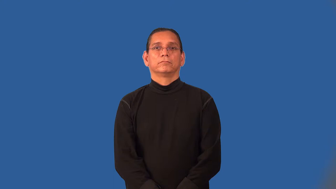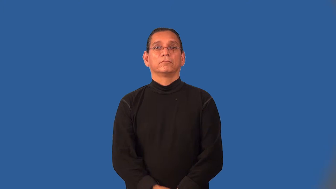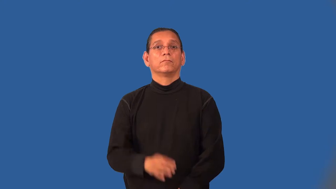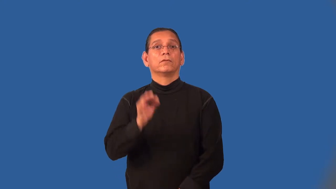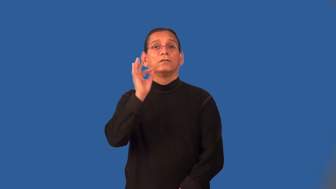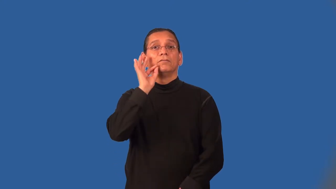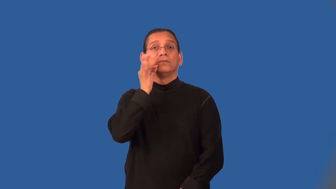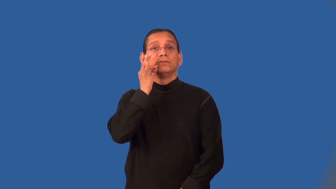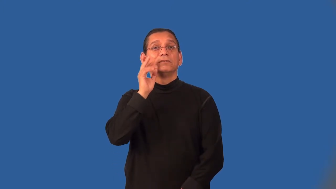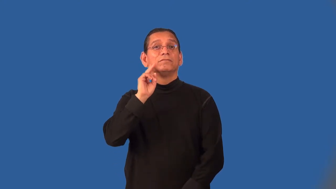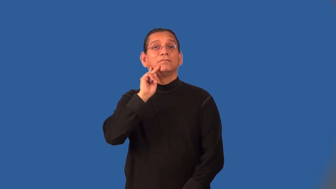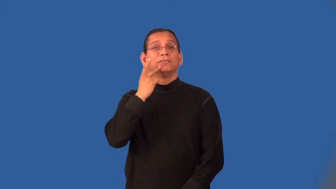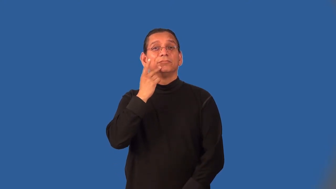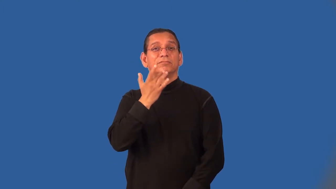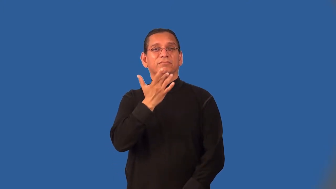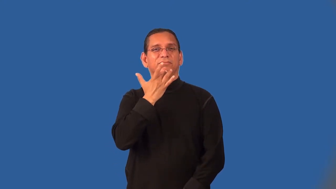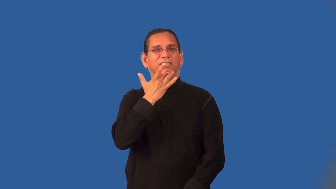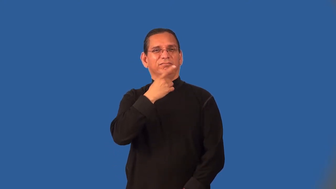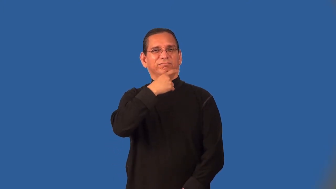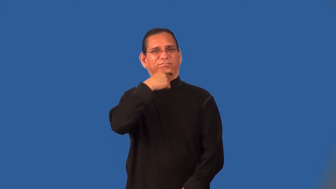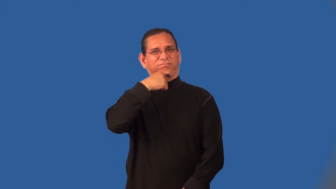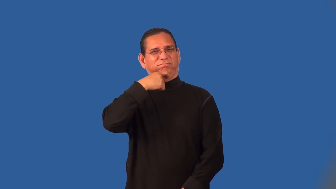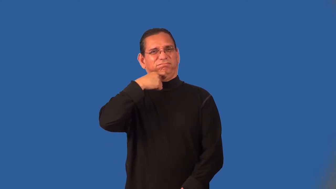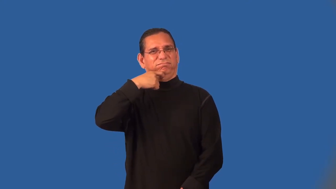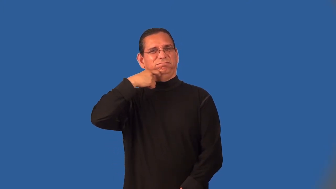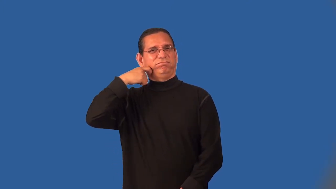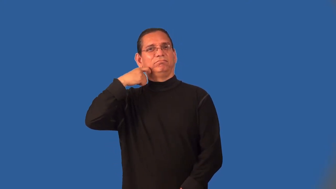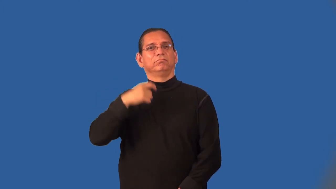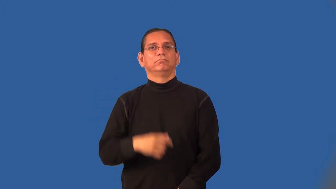mealy